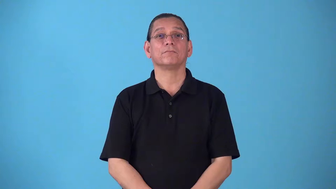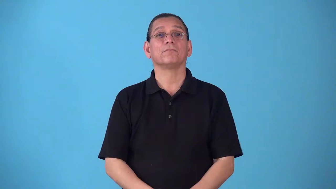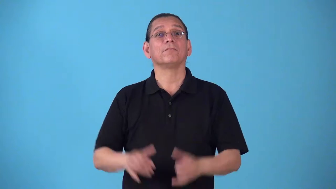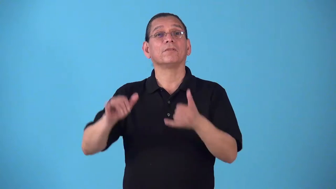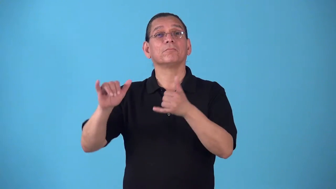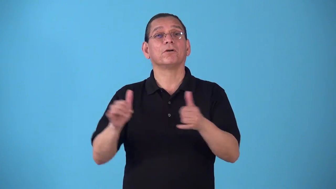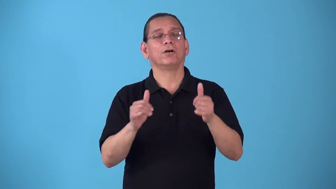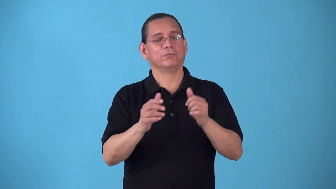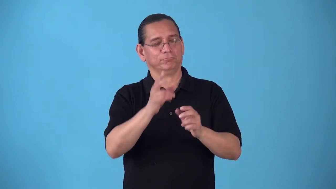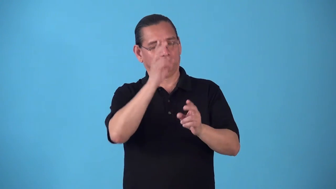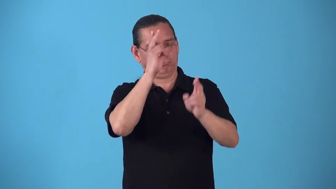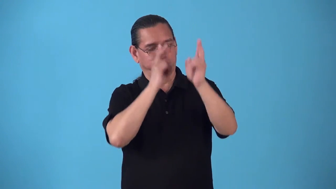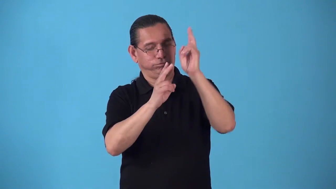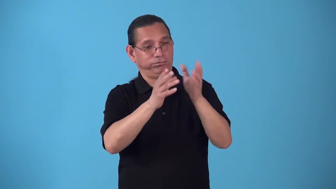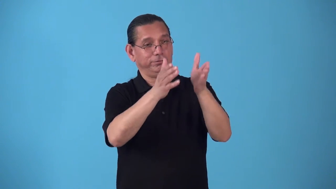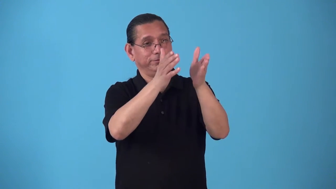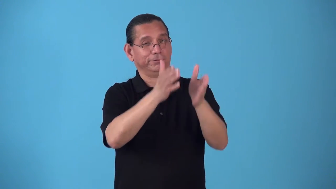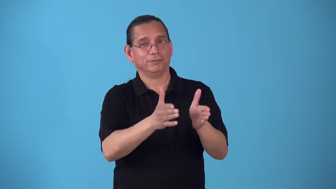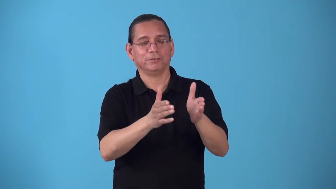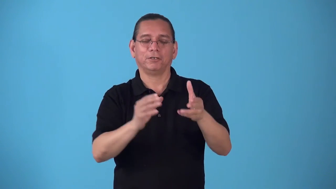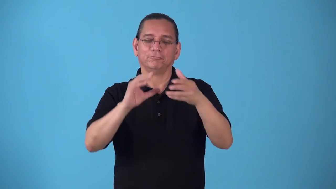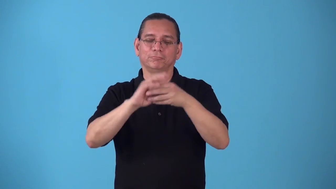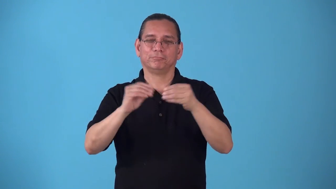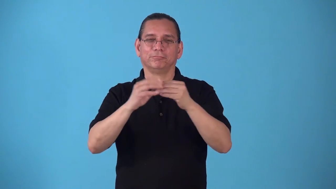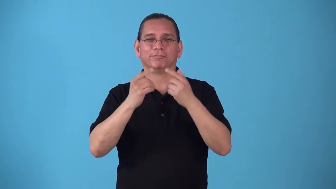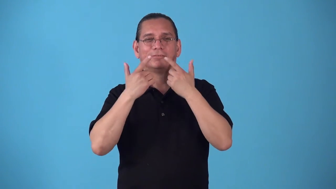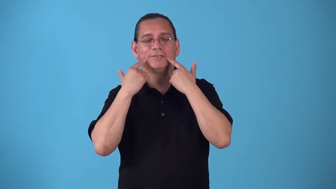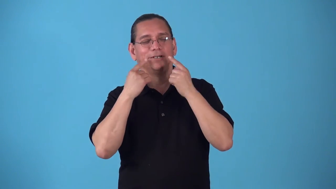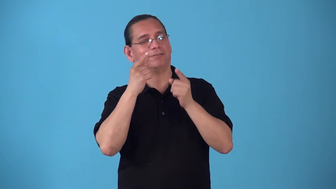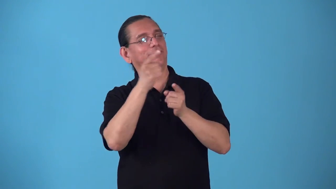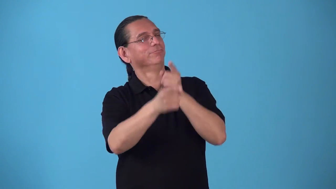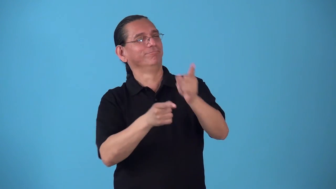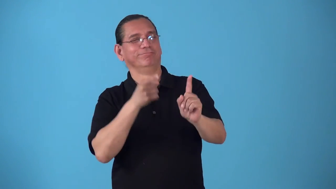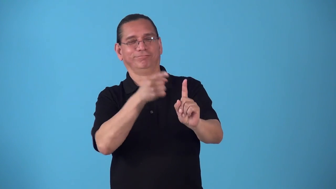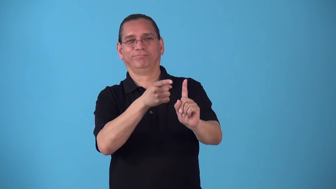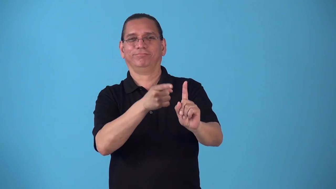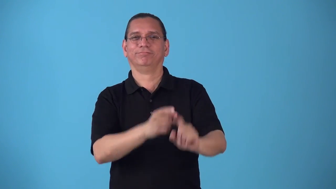roast-party to honor and laugh at someone